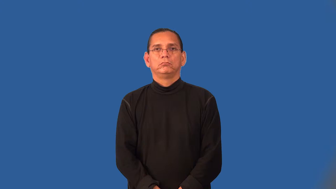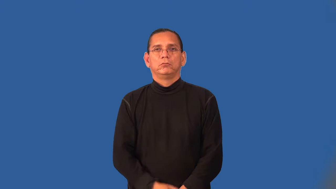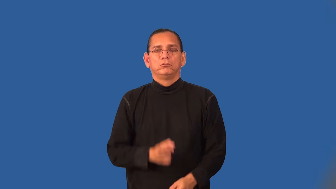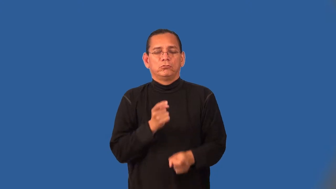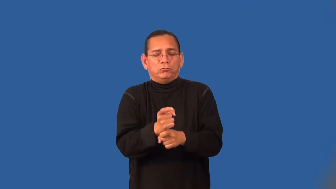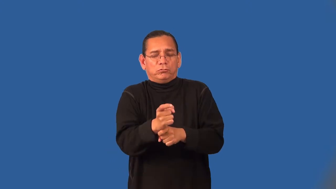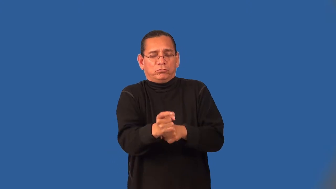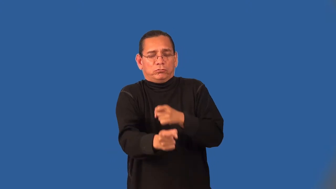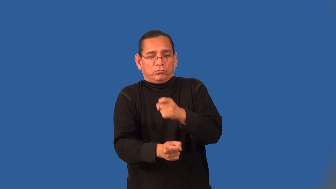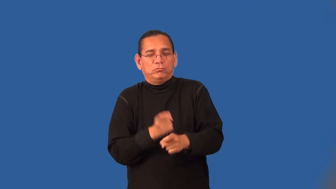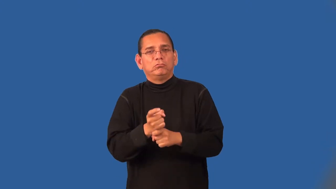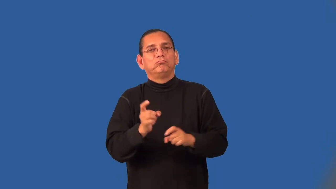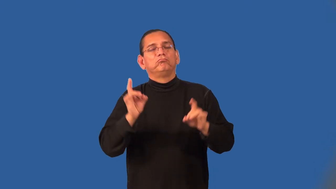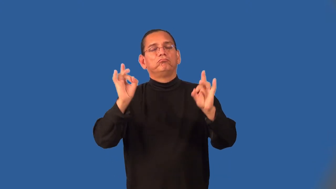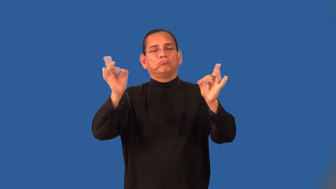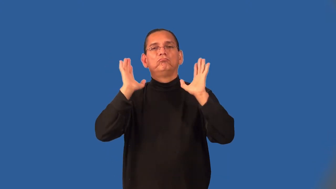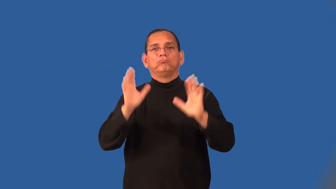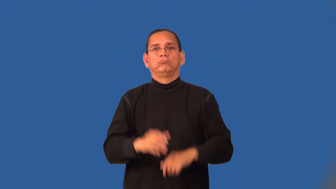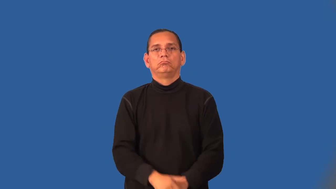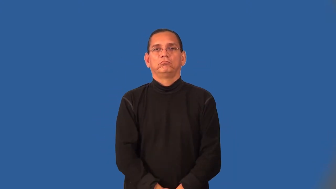tortuous-twisted